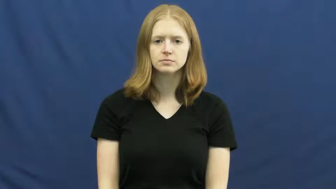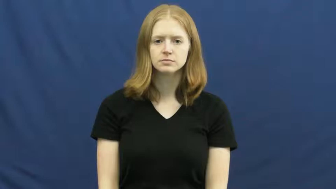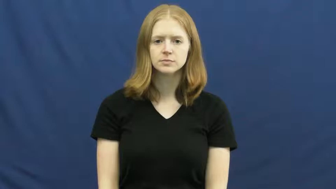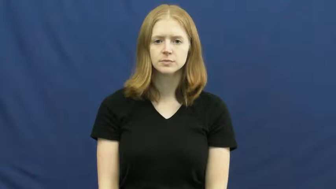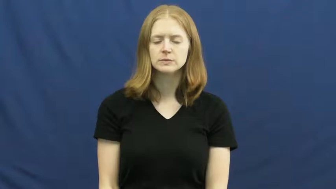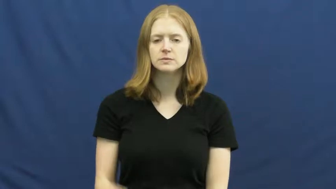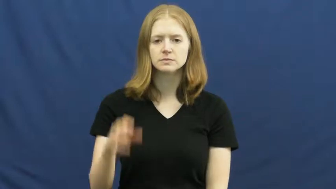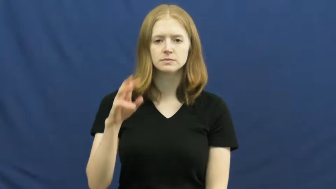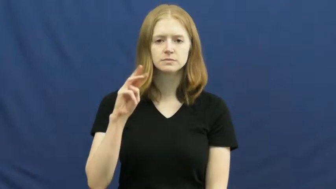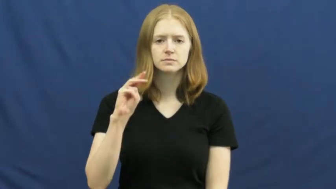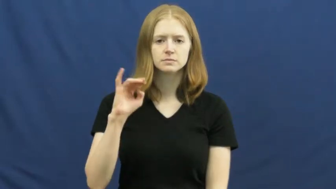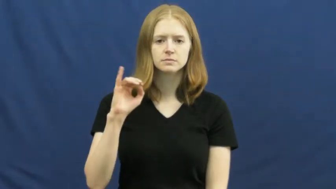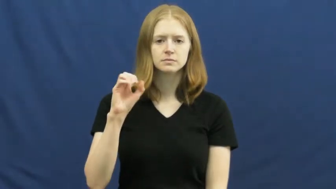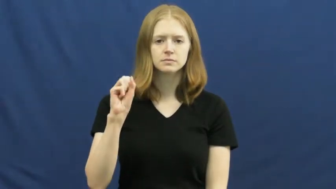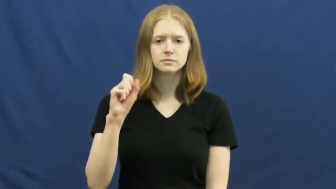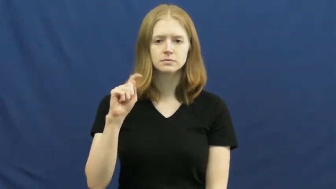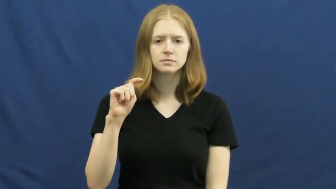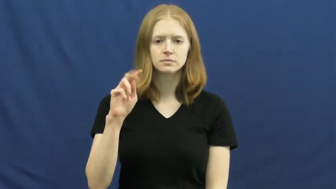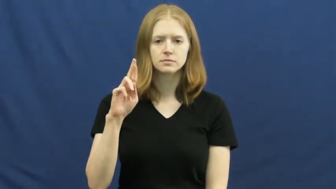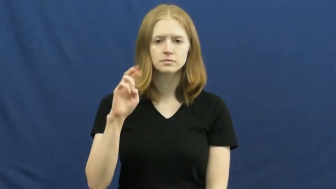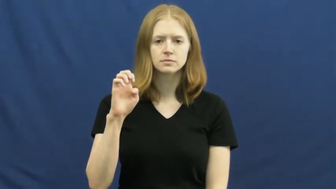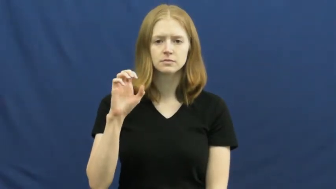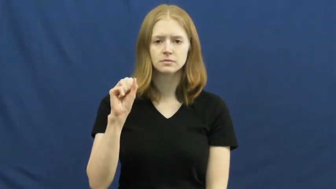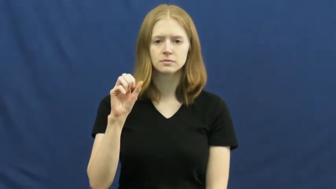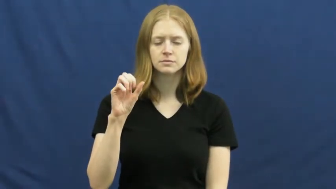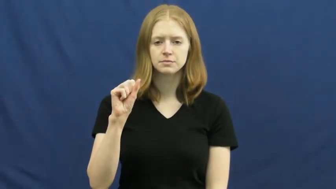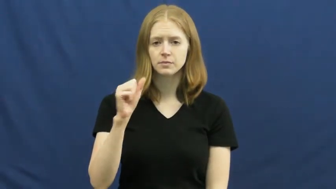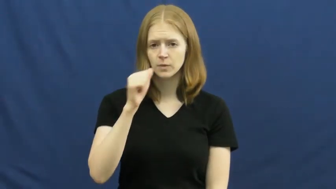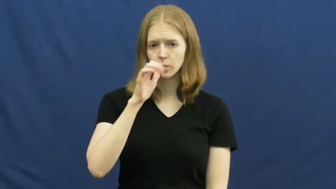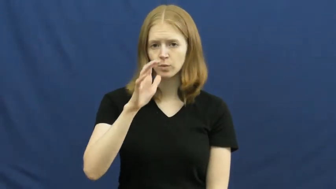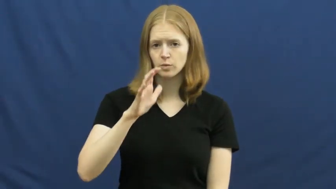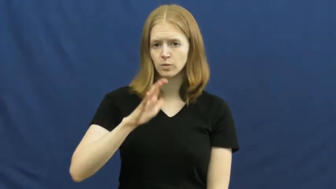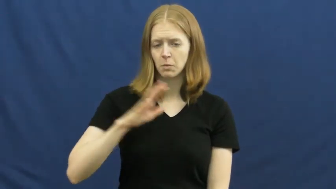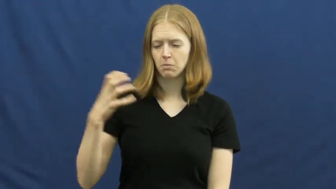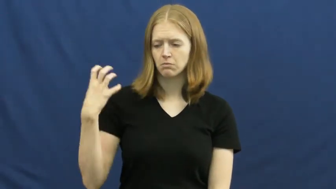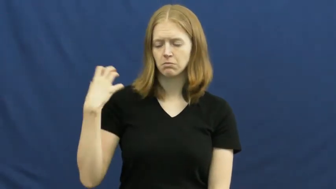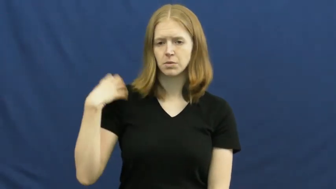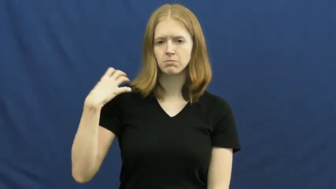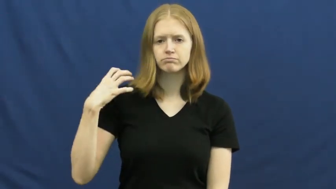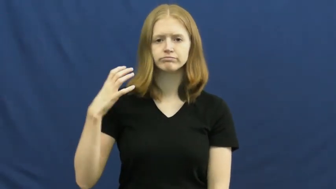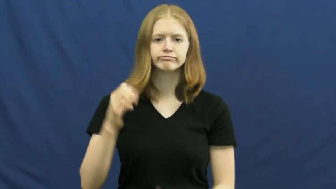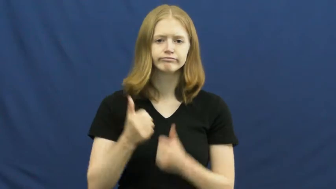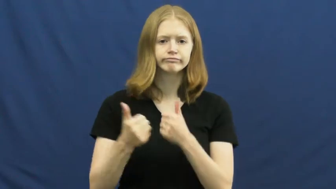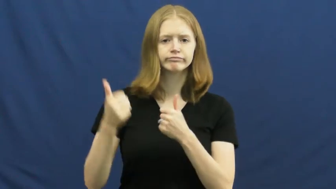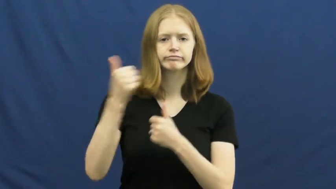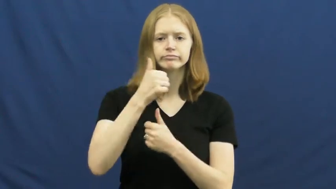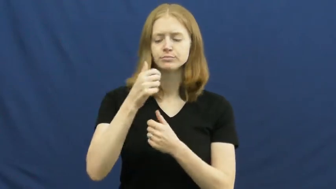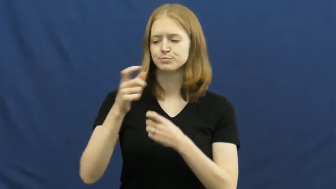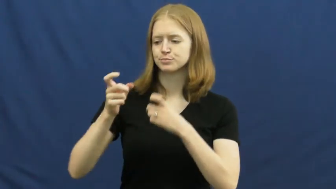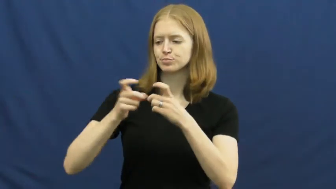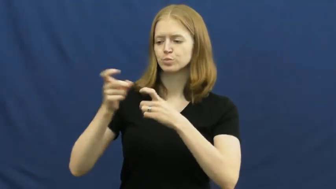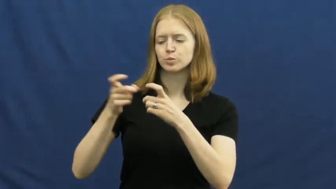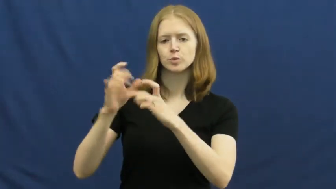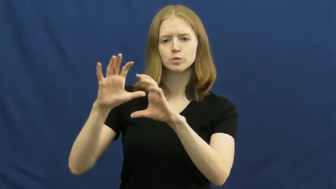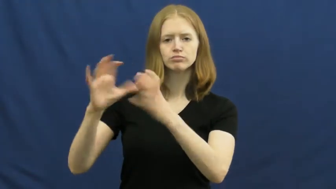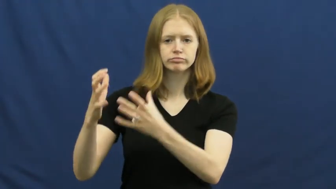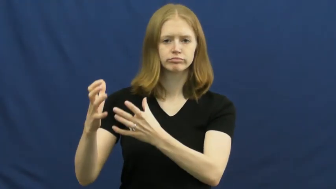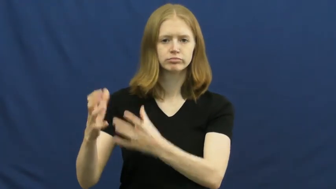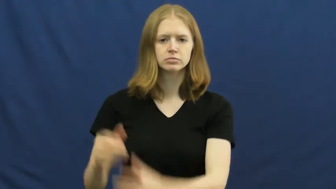mistress,chatelaine-boss